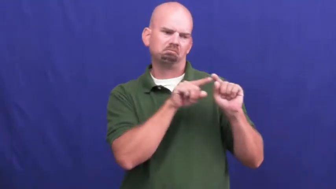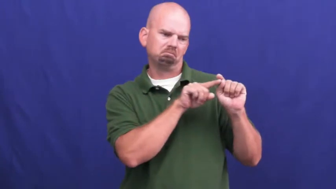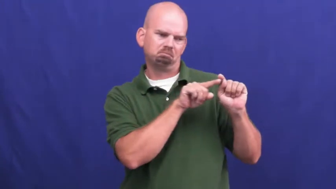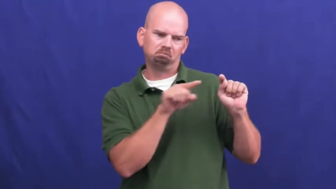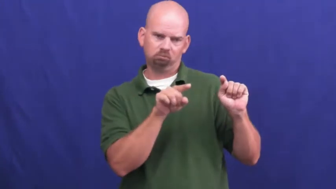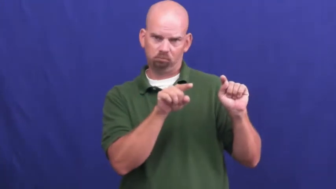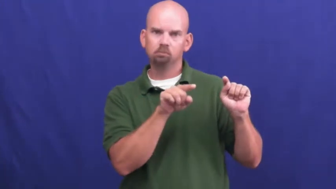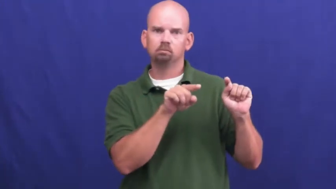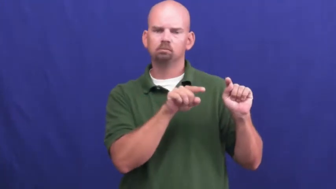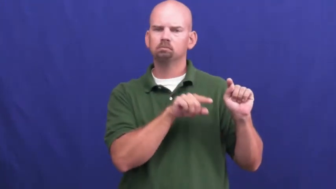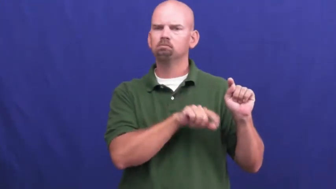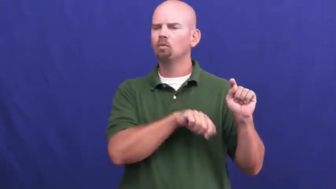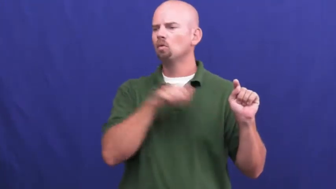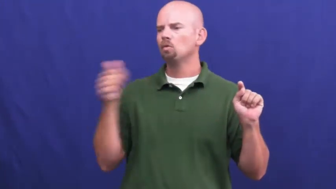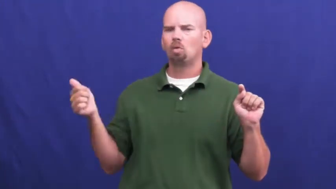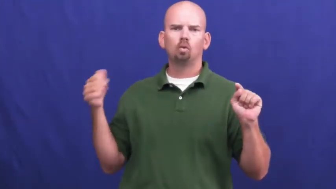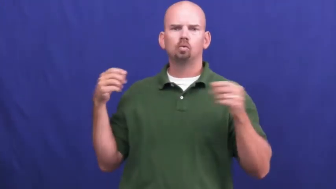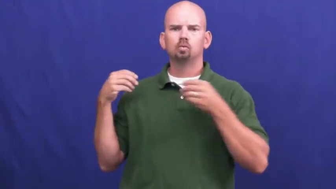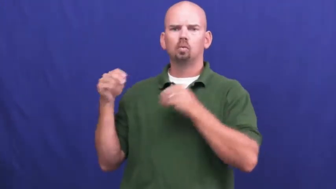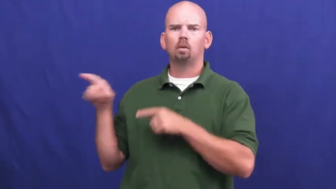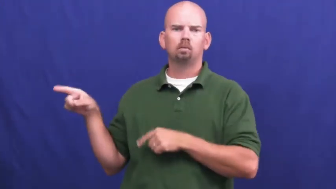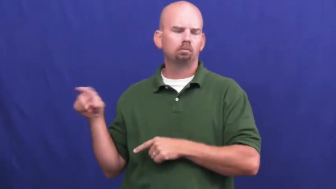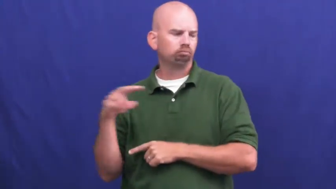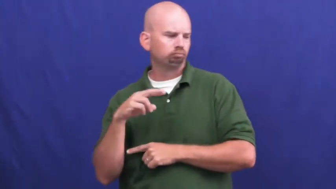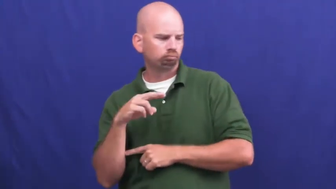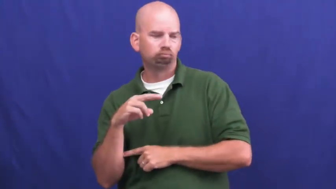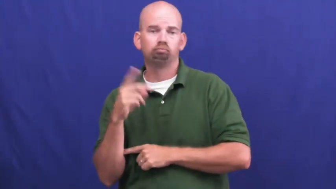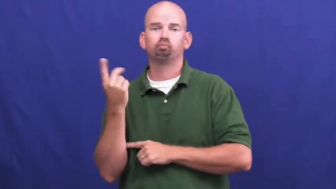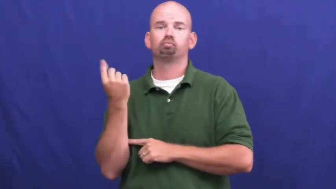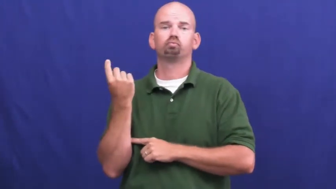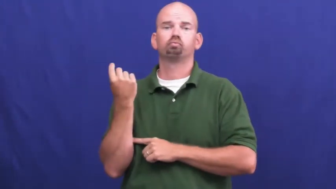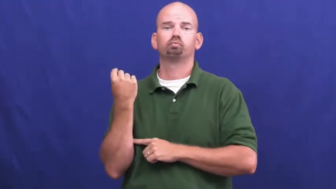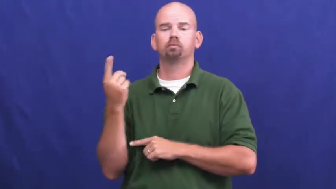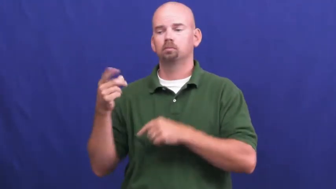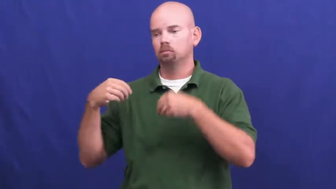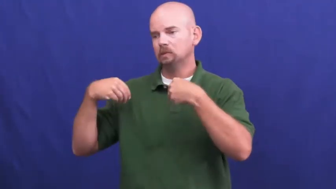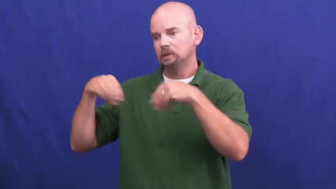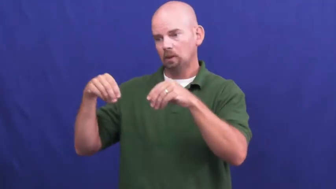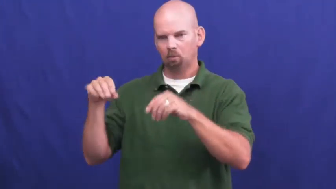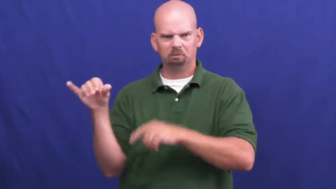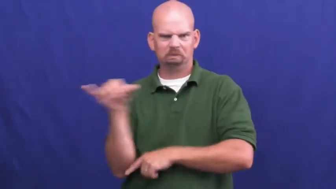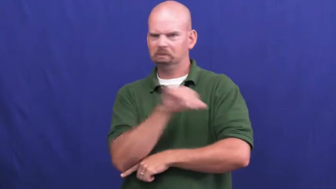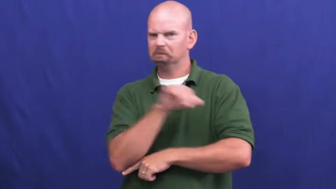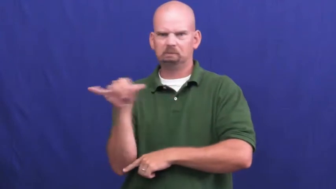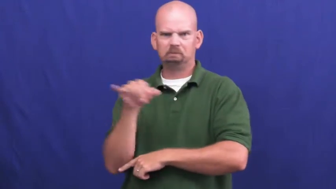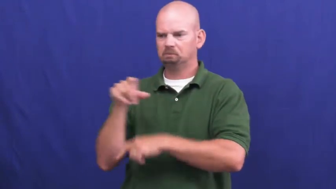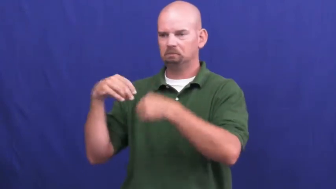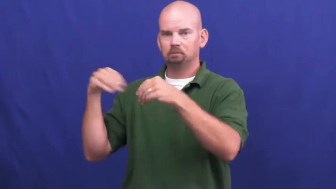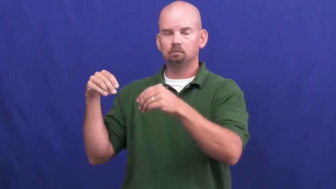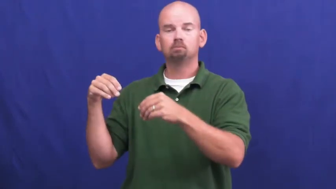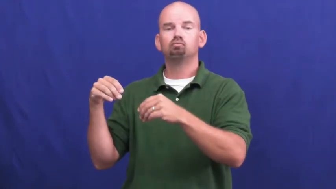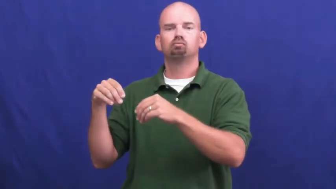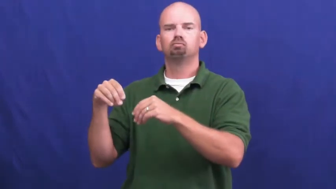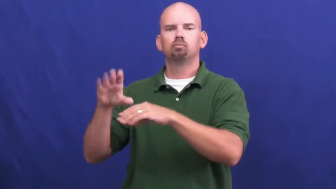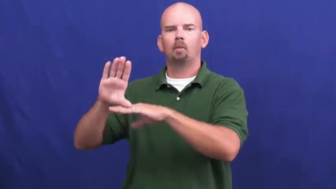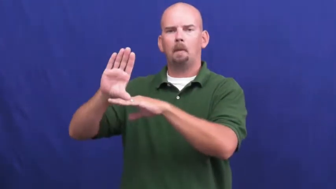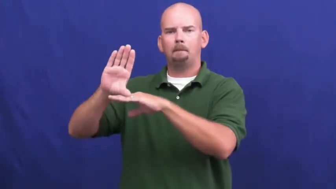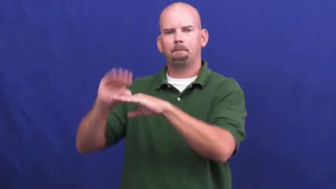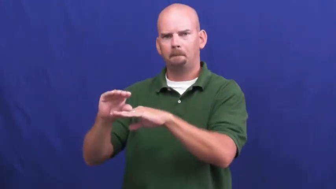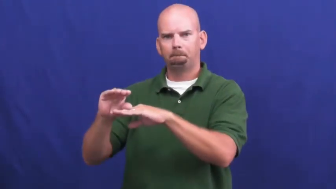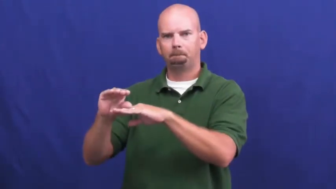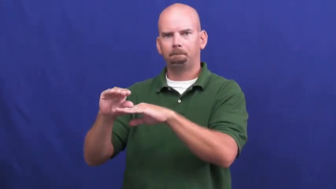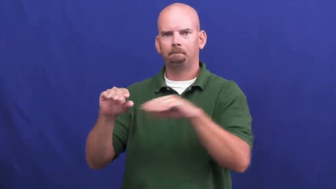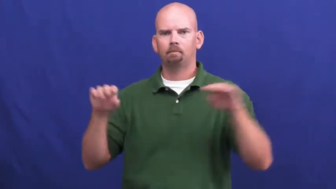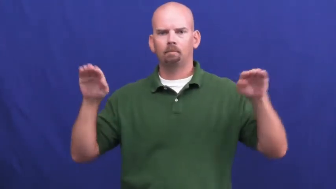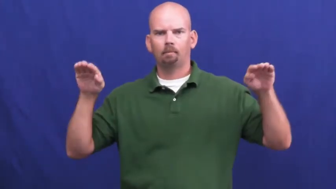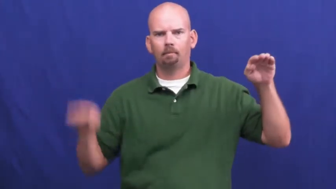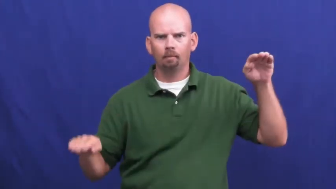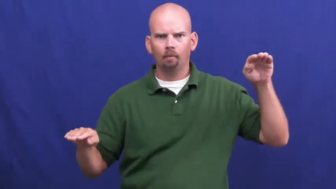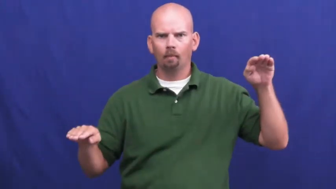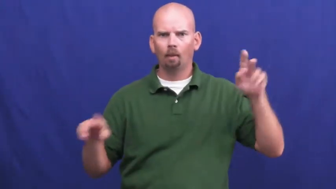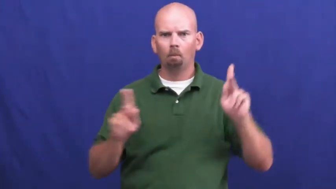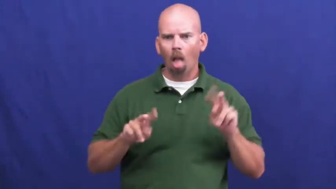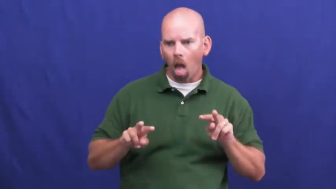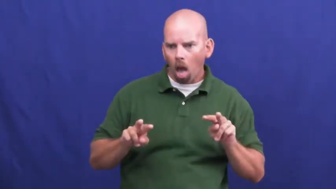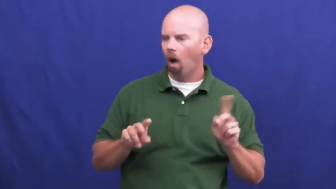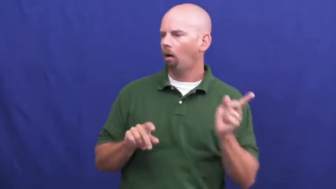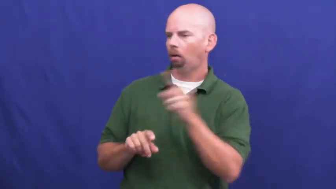undercut-less money